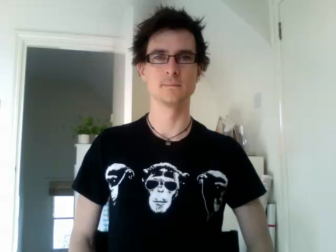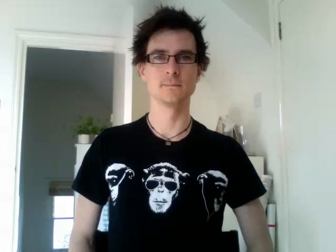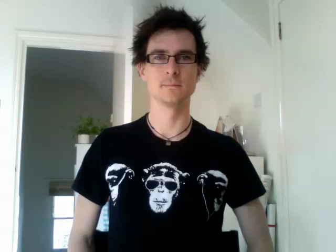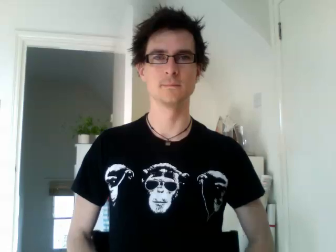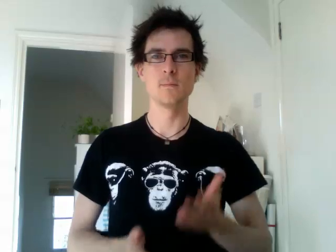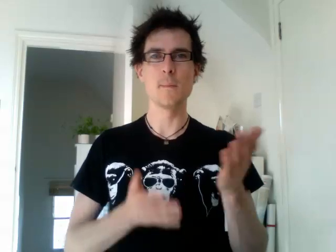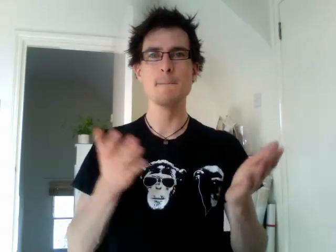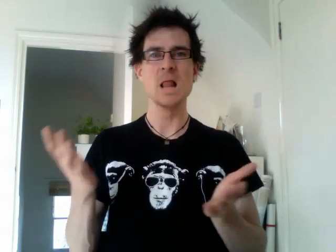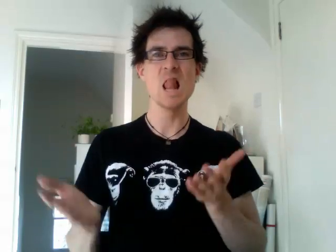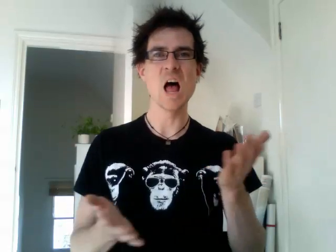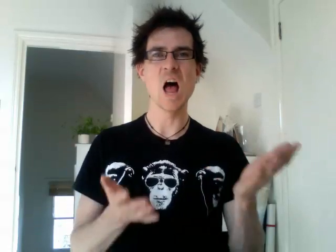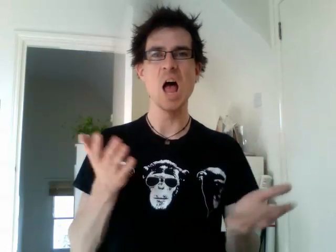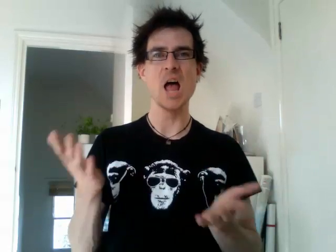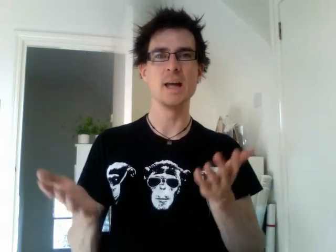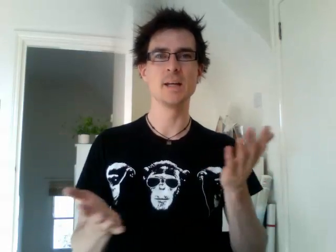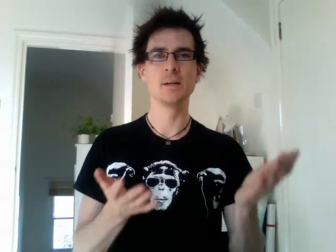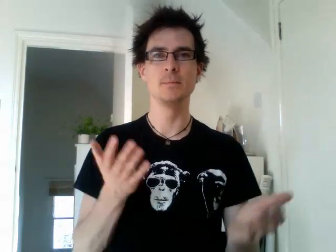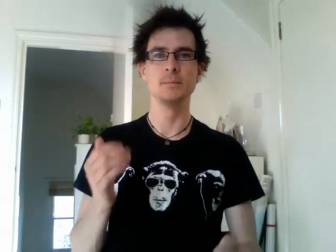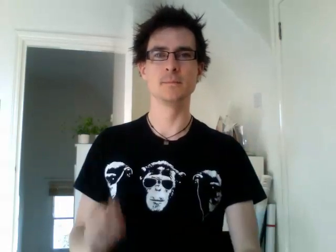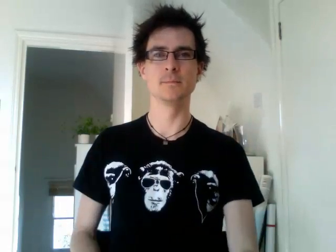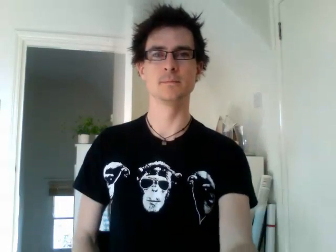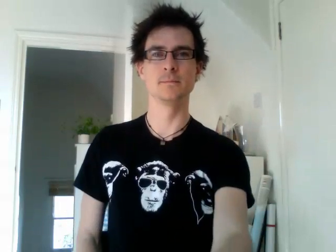play